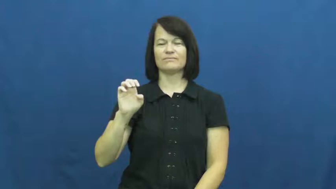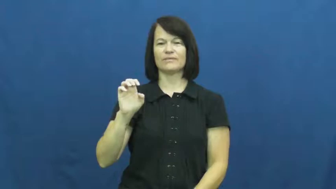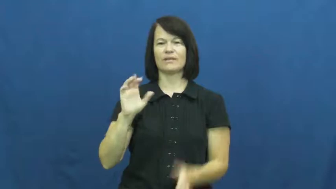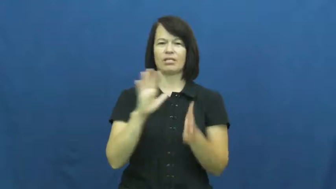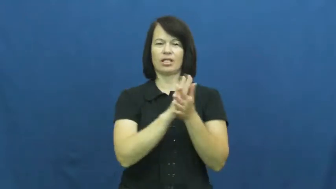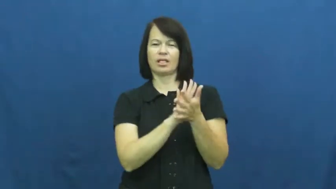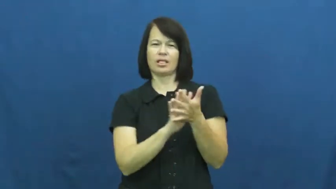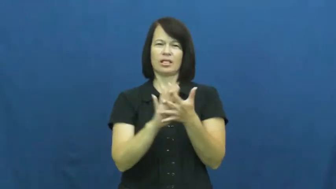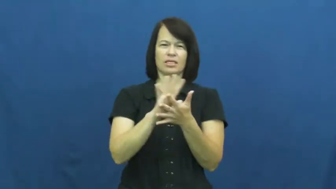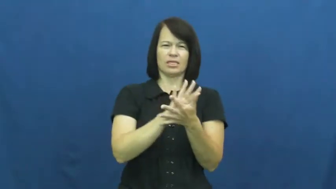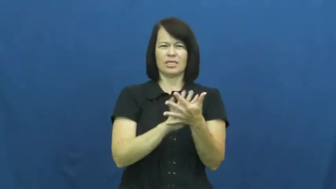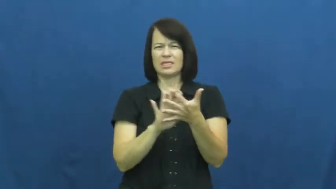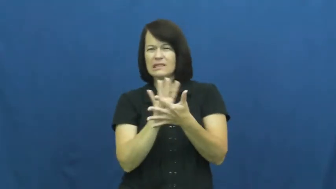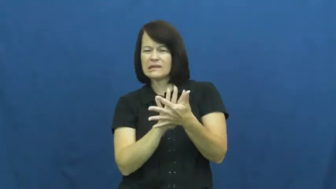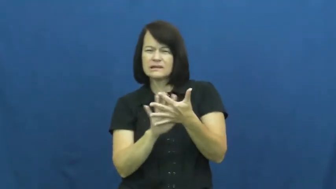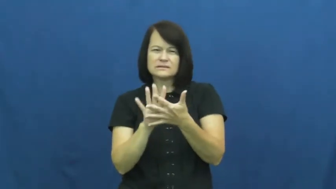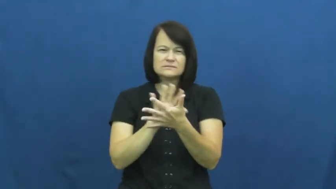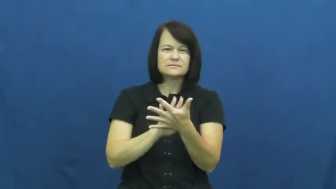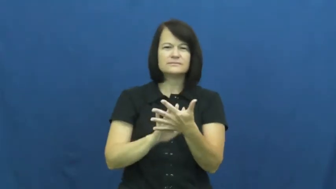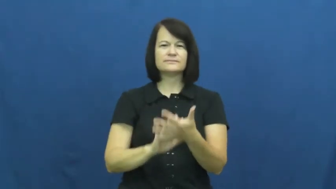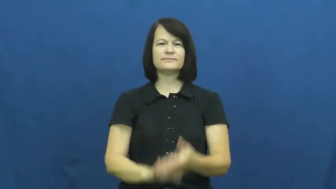obscure,ambiguous,dim,vague,wispy,foggy,garble,indefinite,indiscernible,indeterminacy